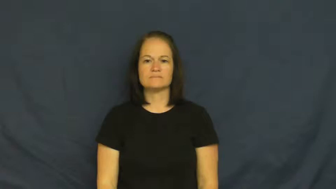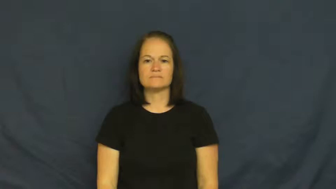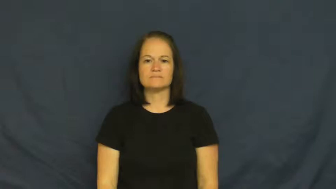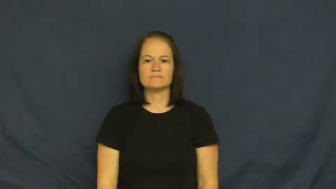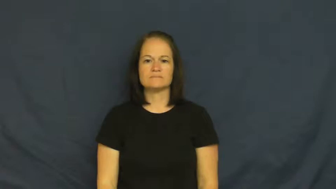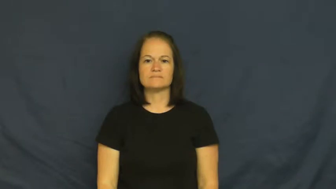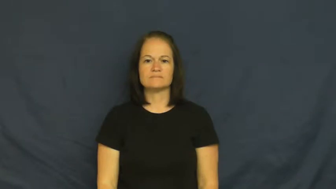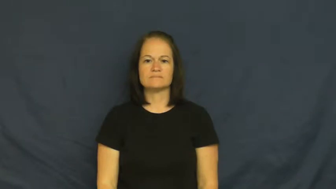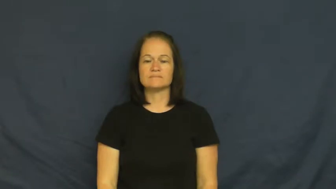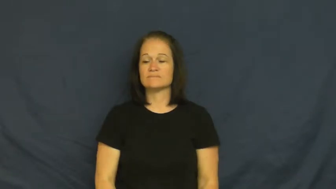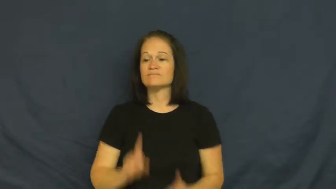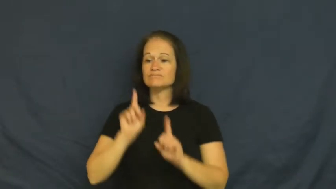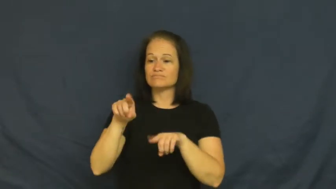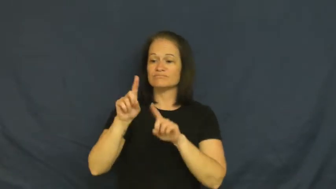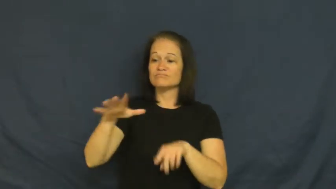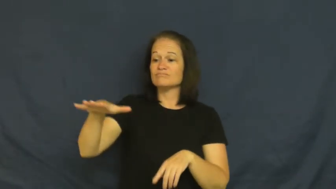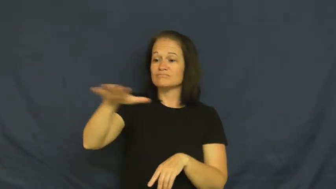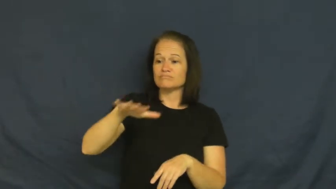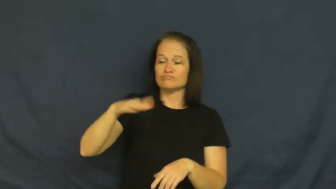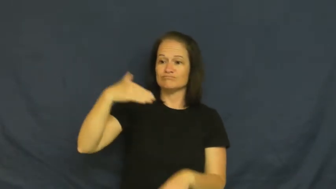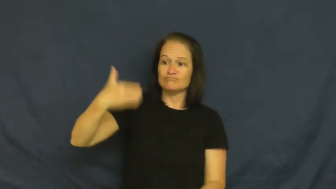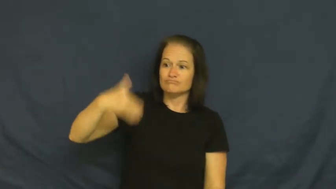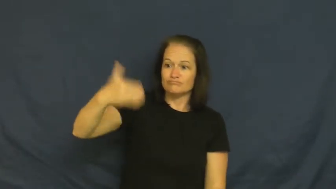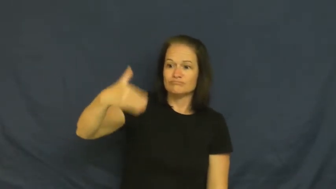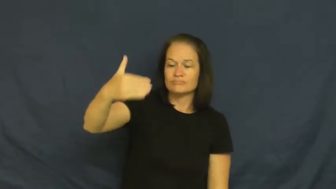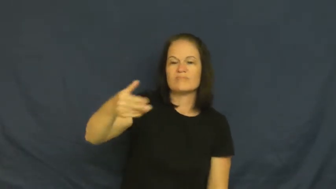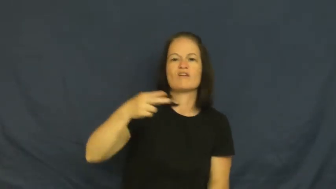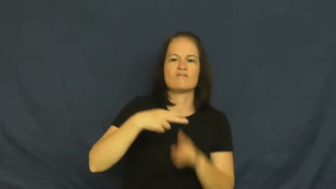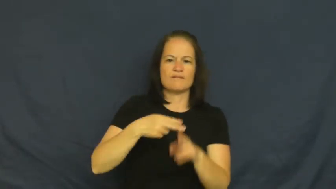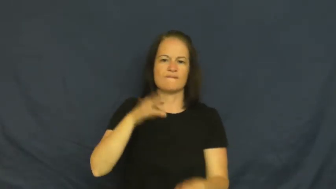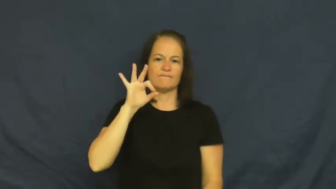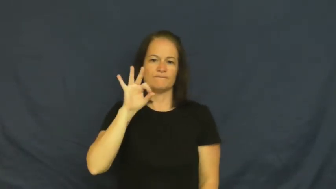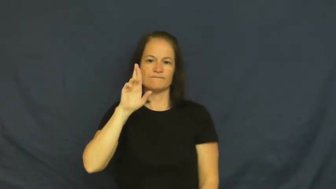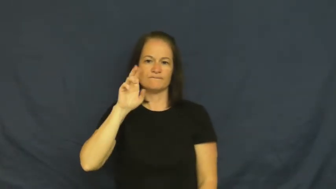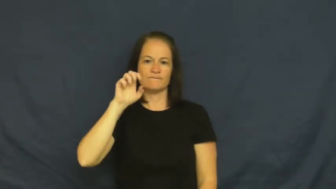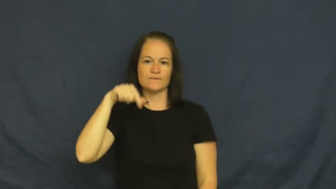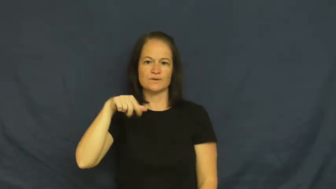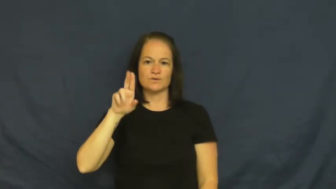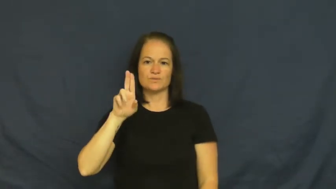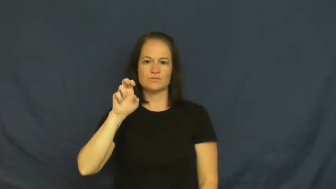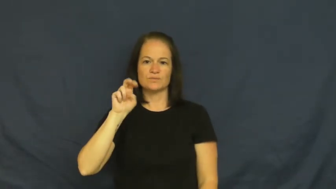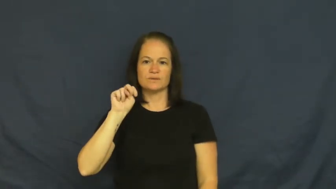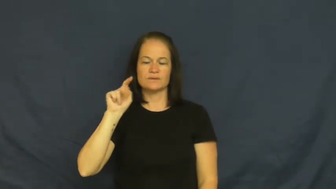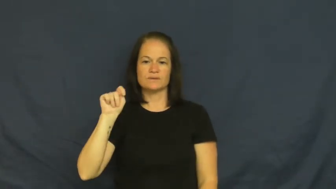frequent,regular,religously-go